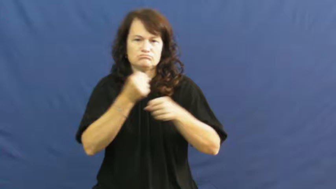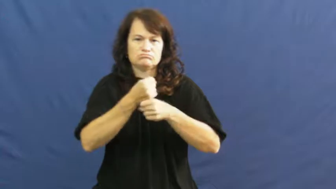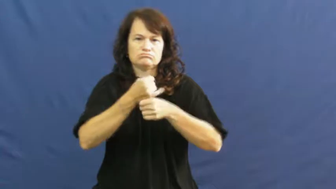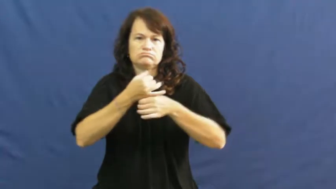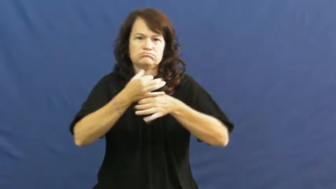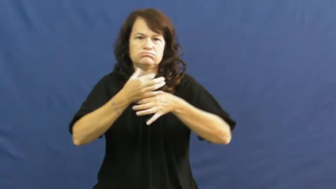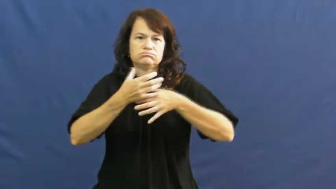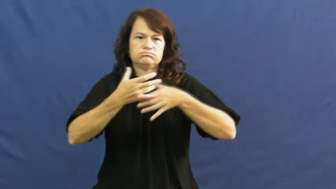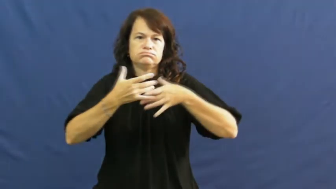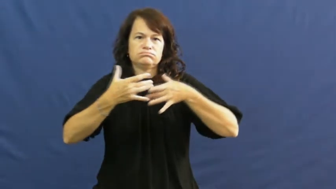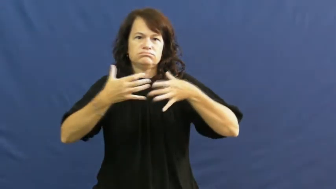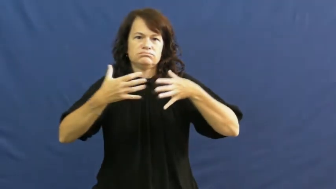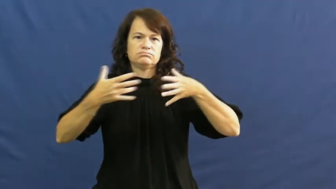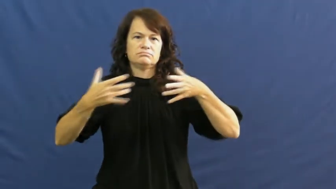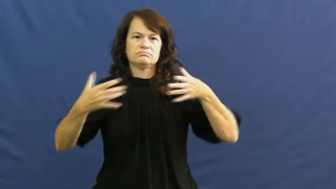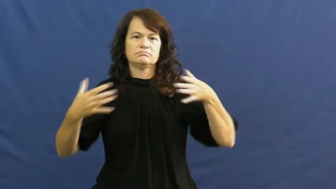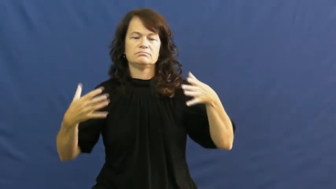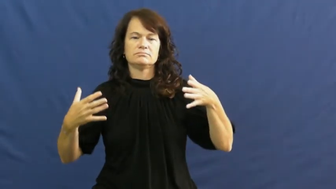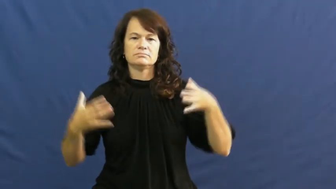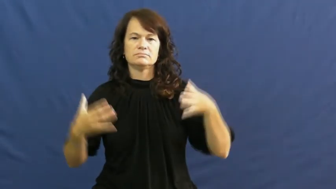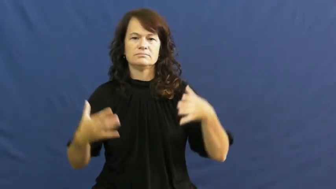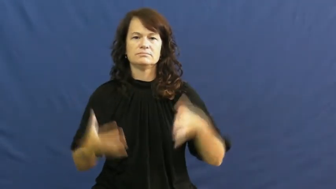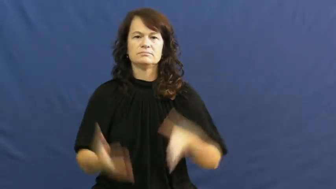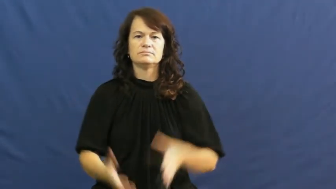plume,mushroom